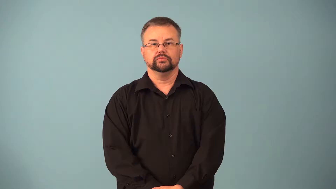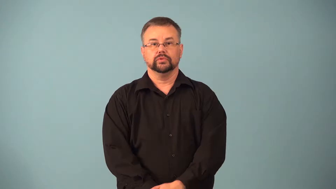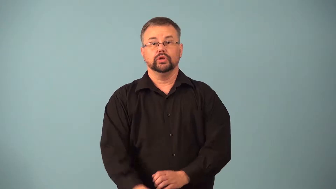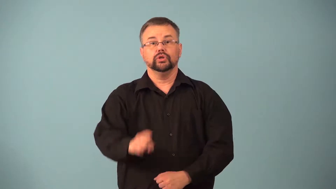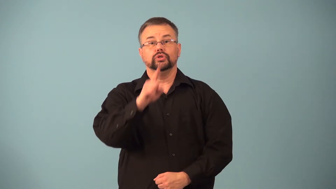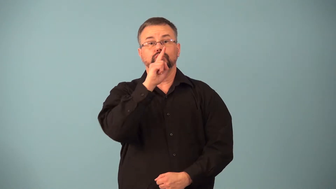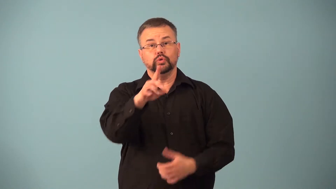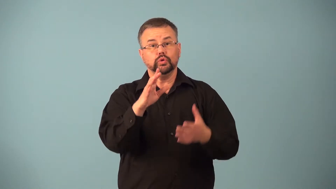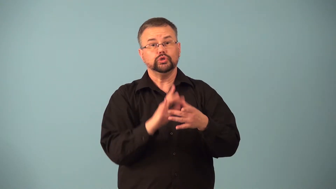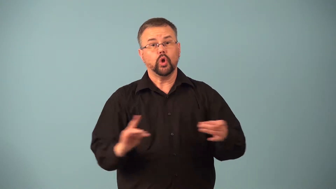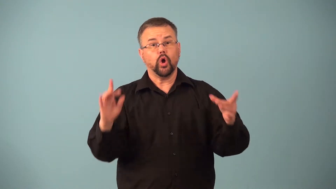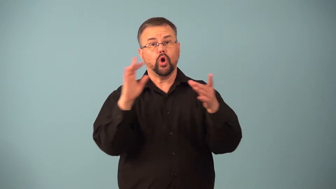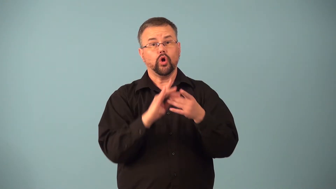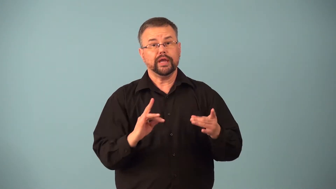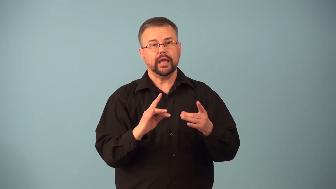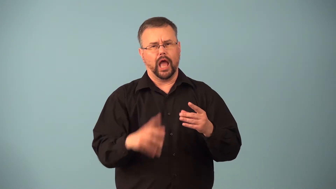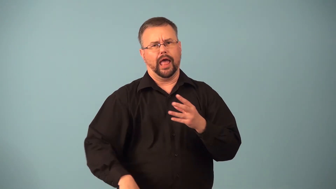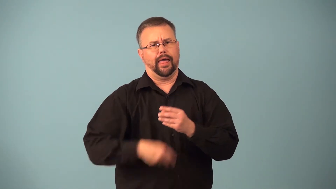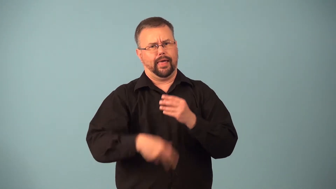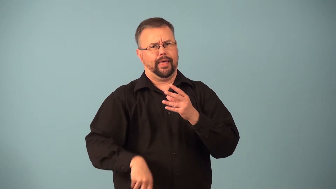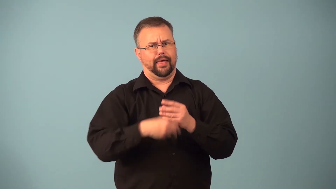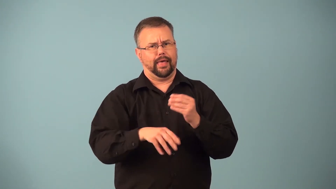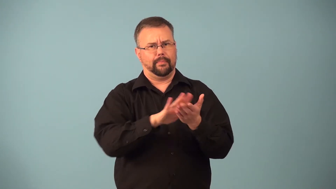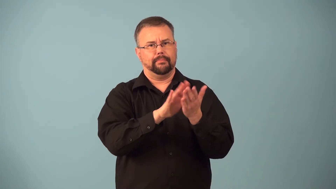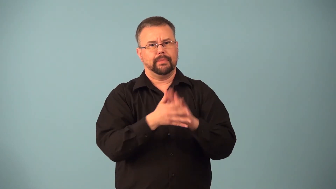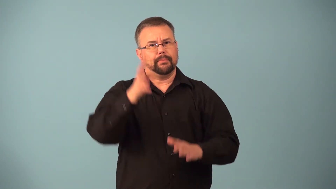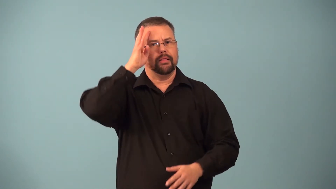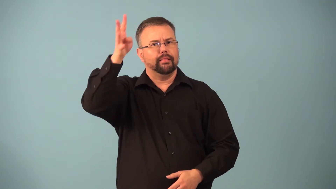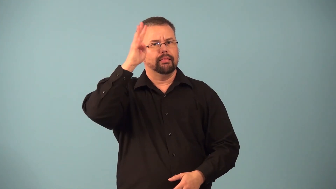fictionalize